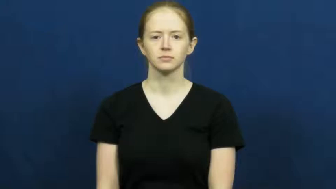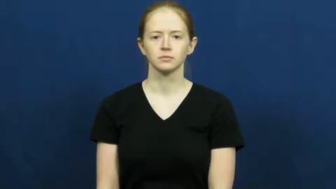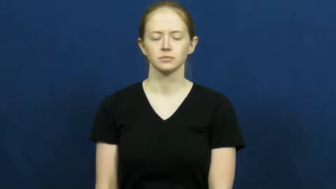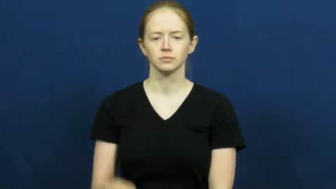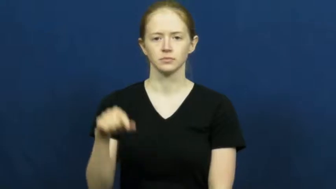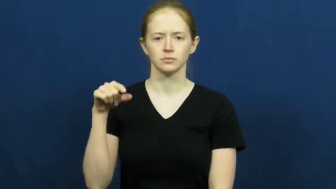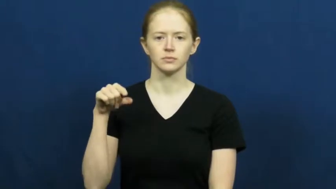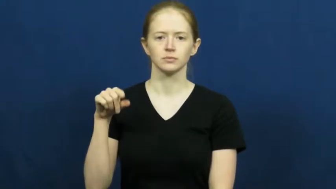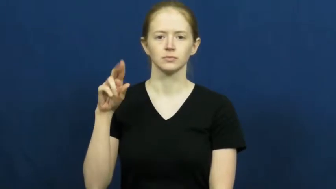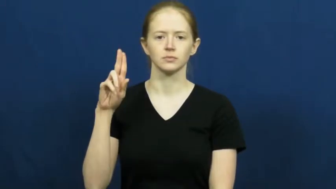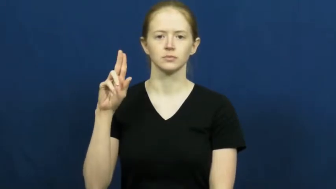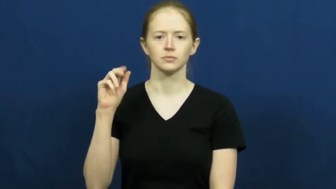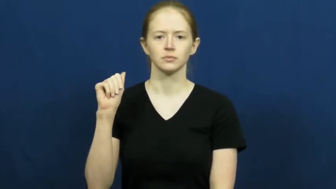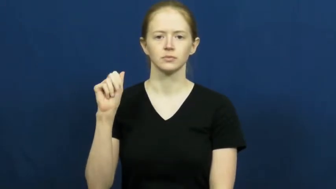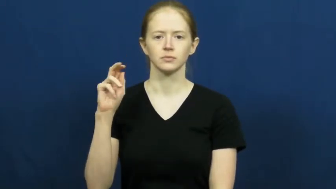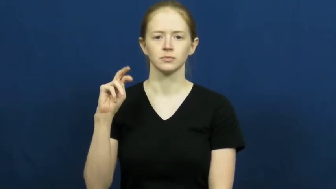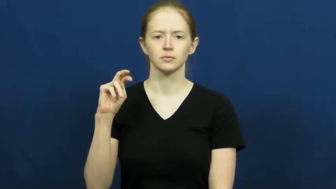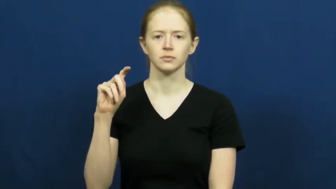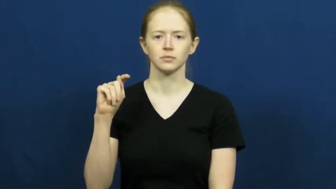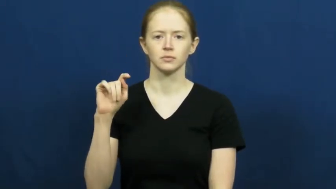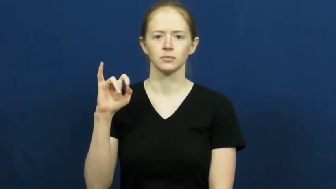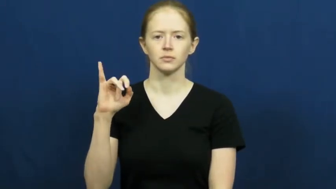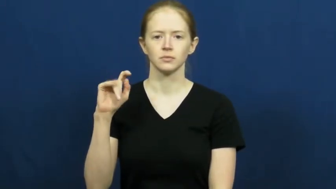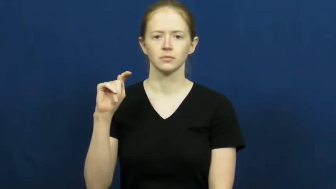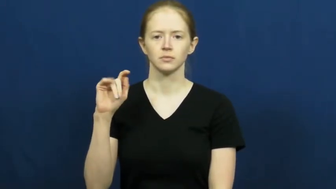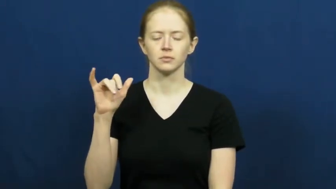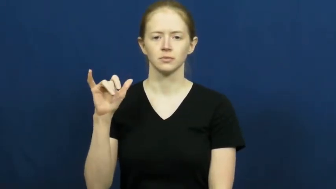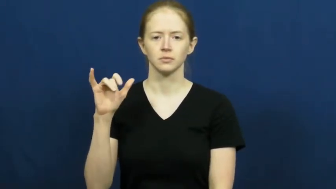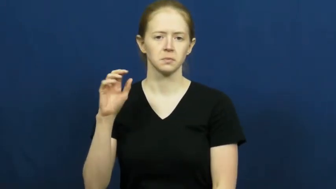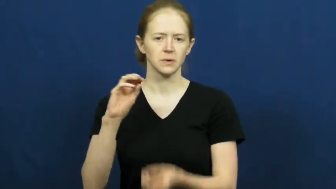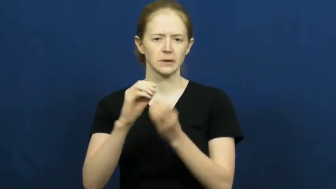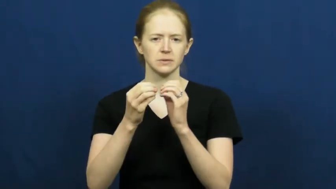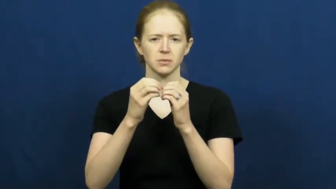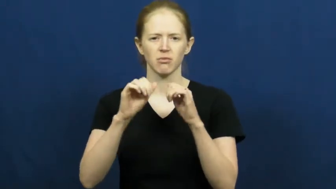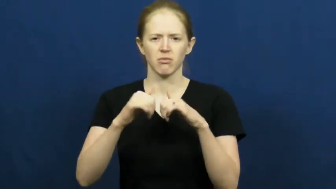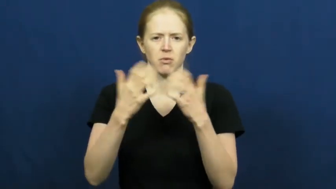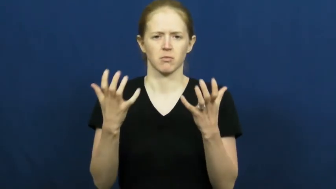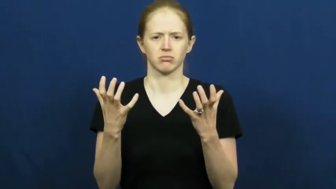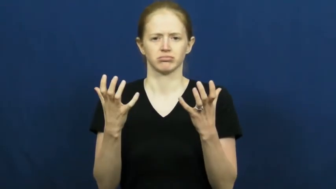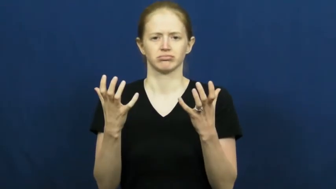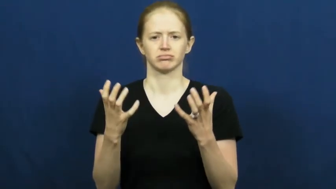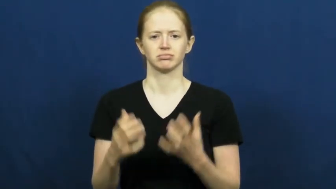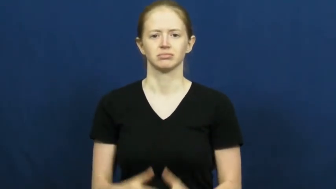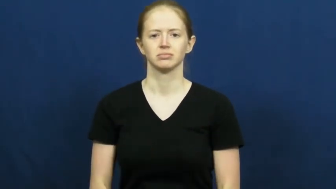quantity